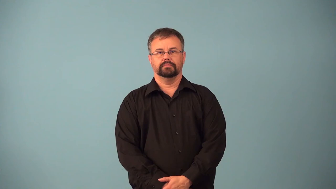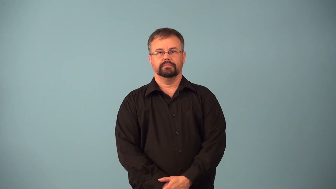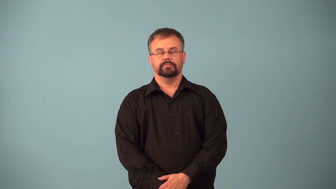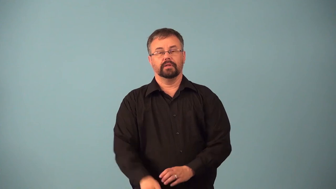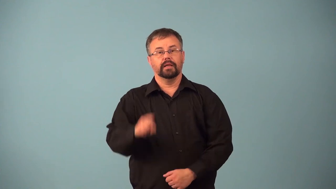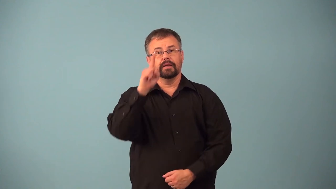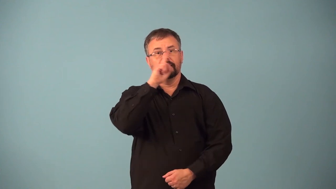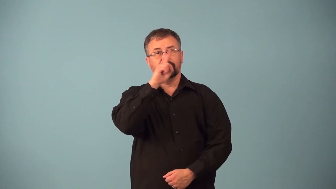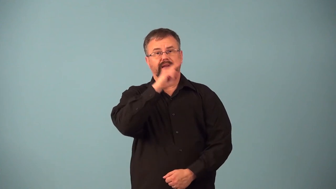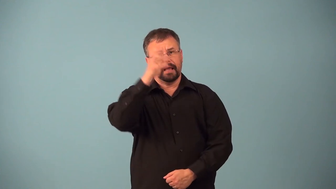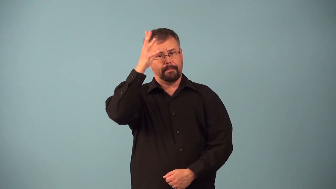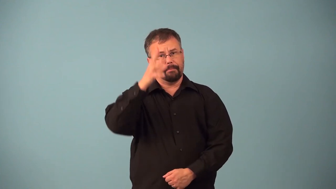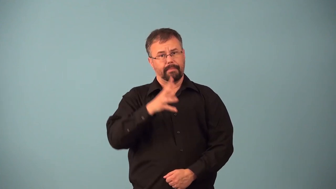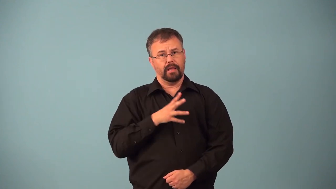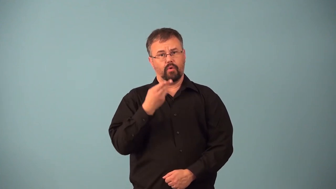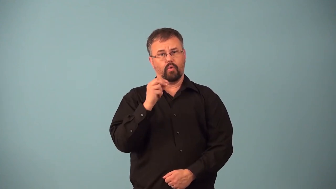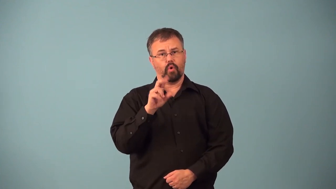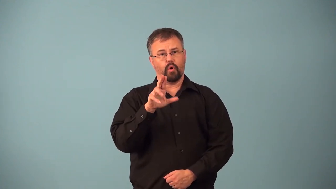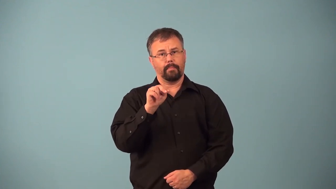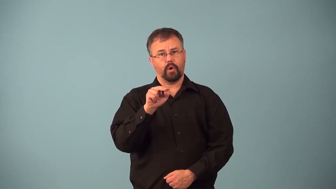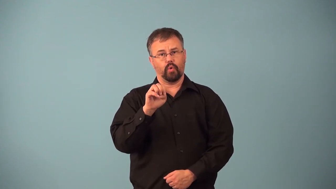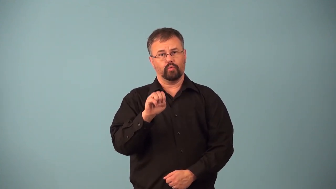androgen